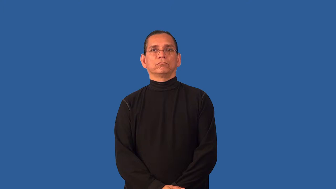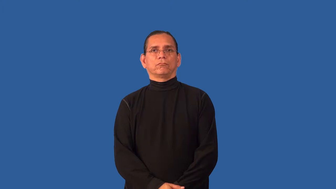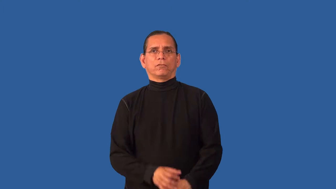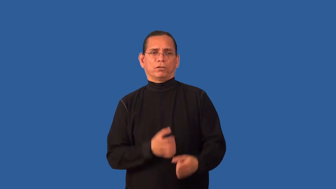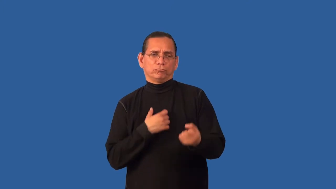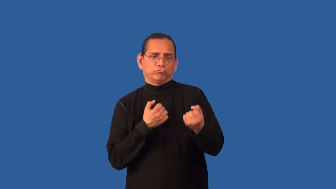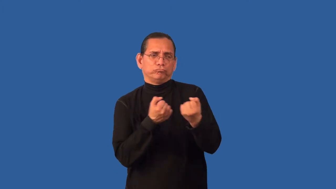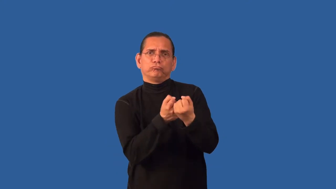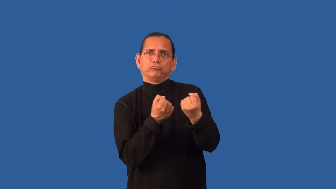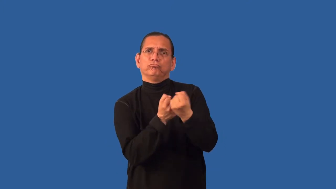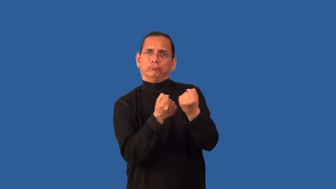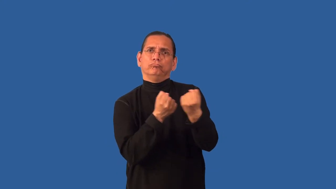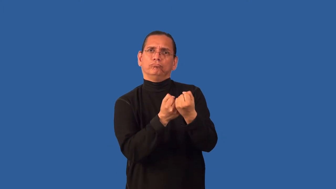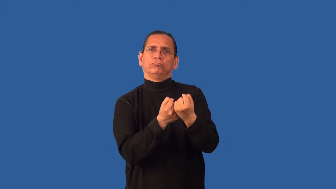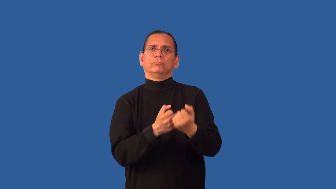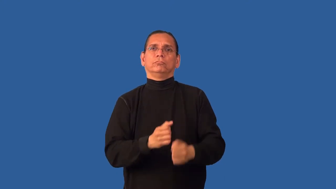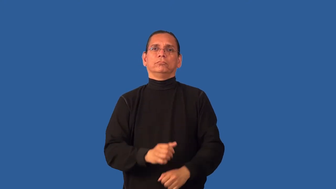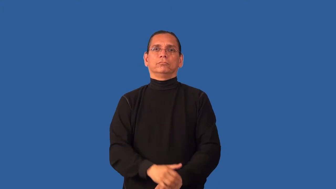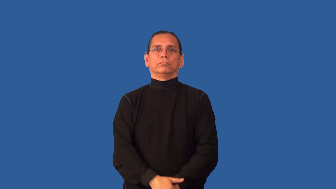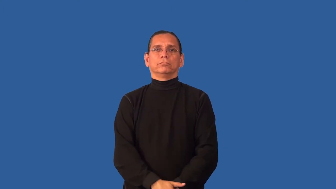succor